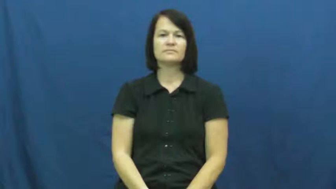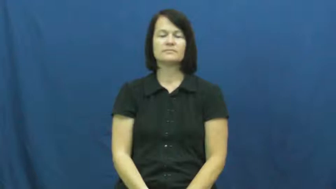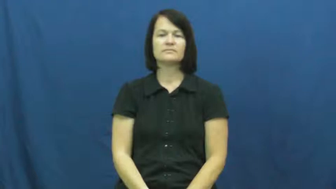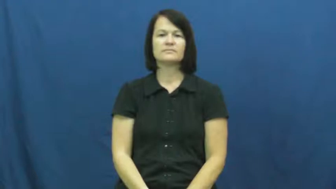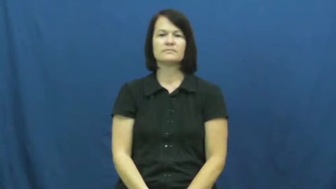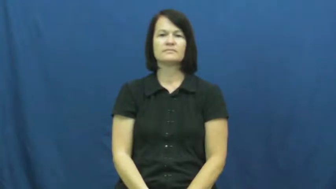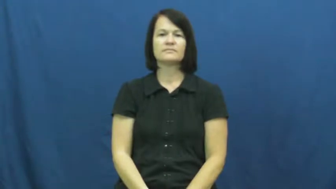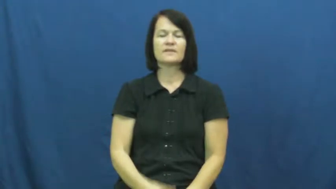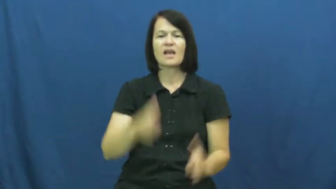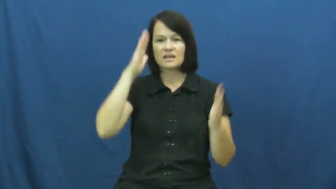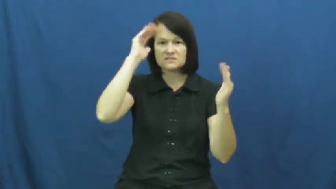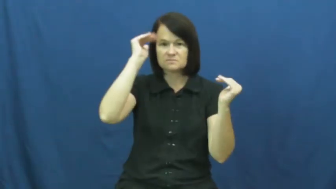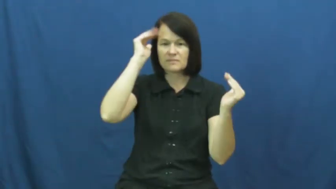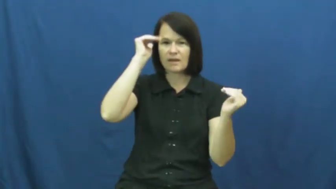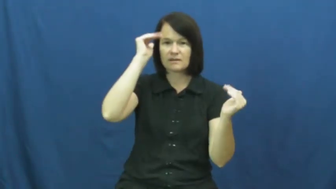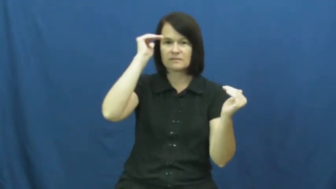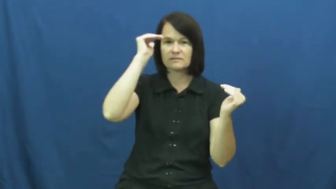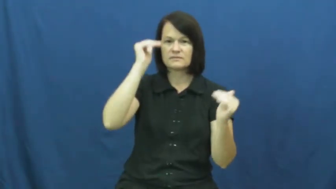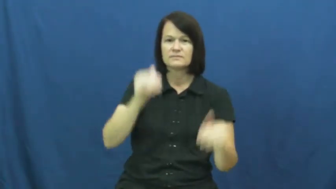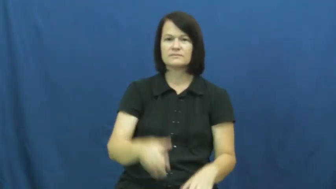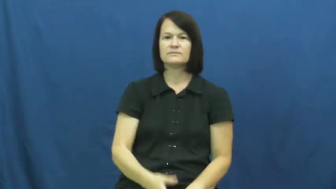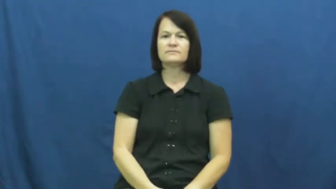expect,figure-verb